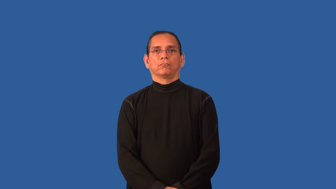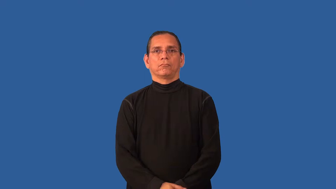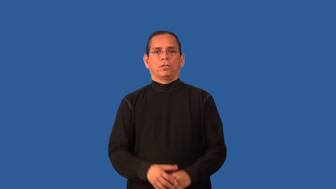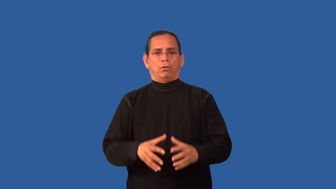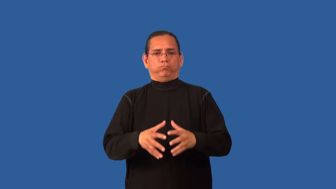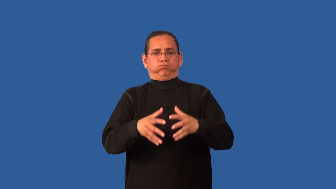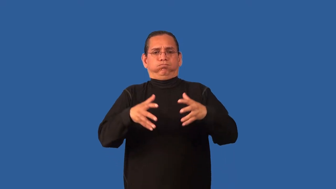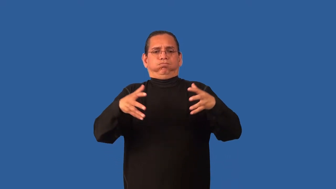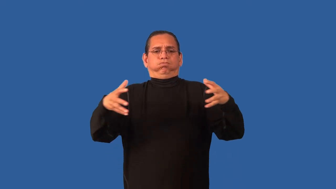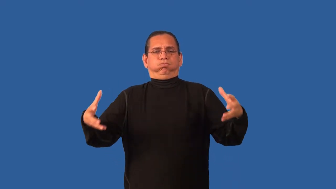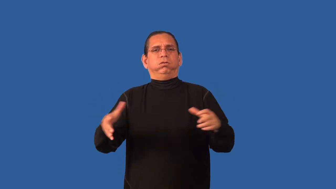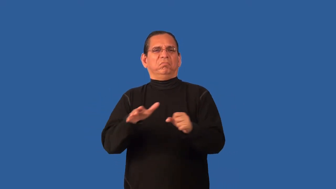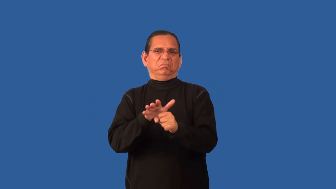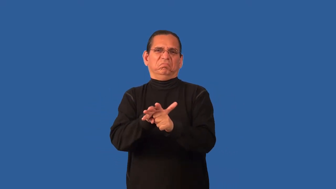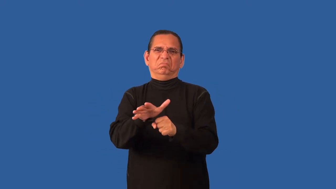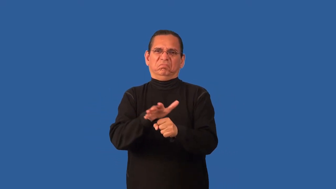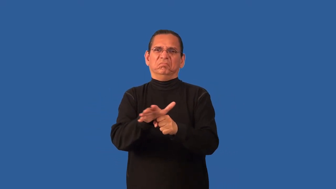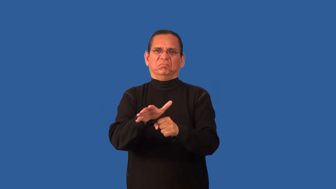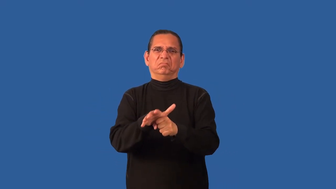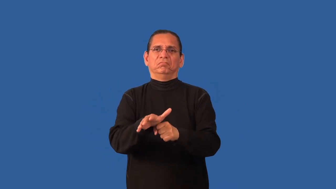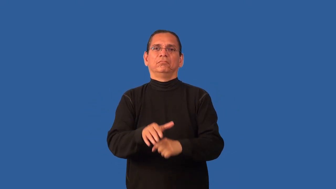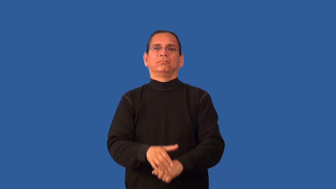bountiful